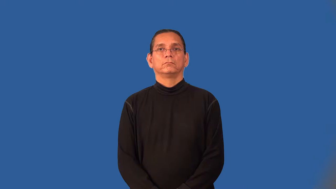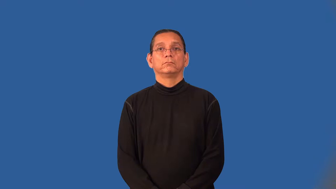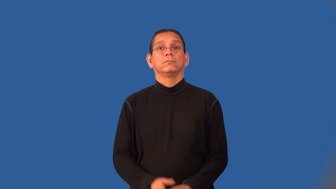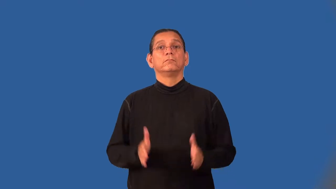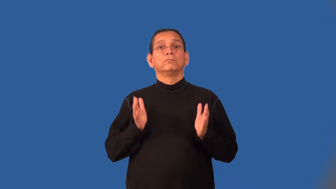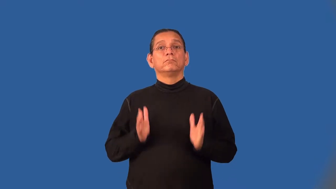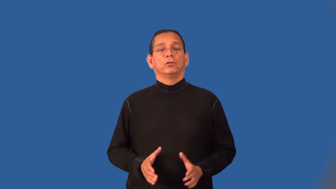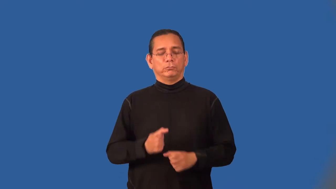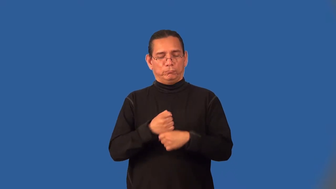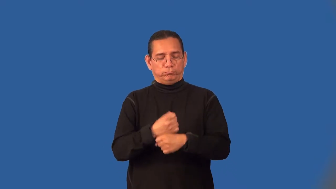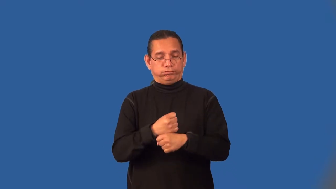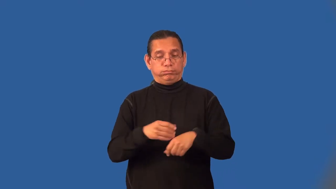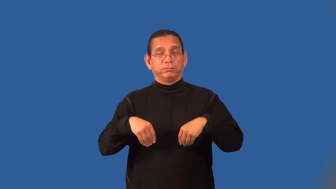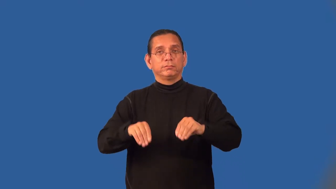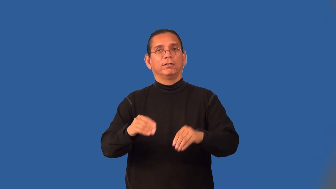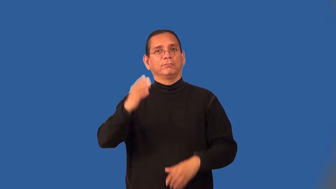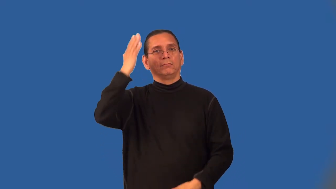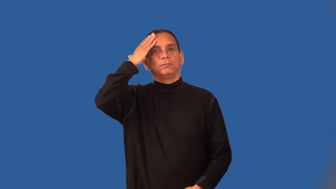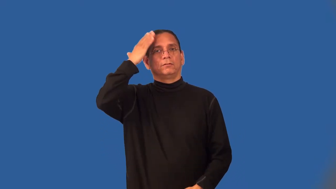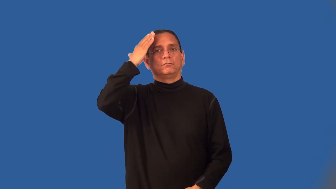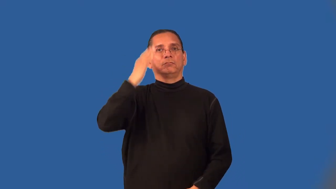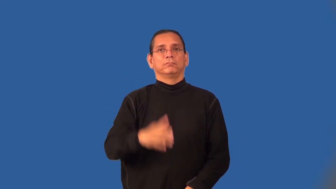hatter,milliner